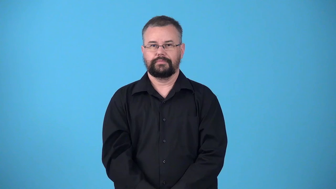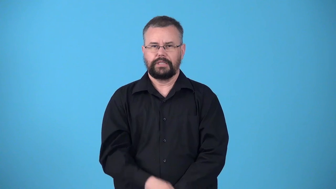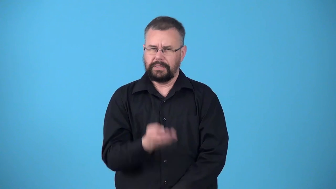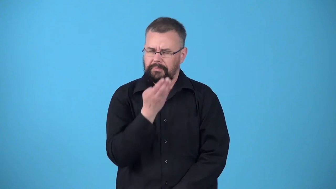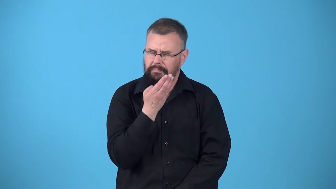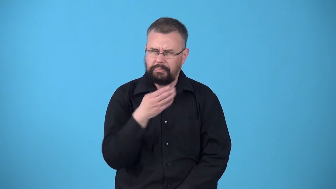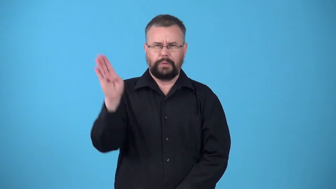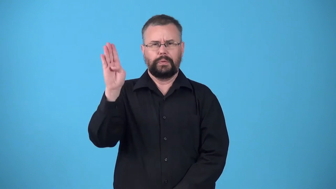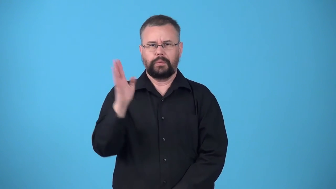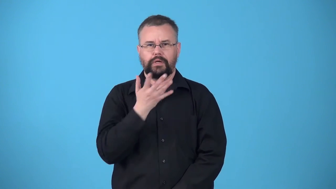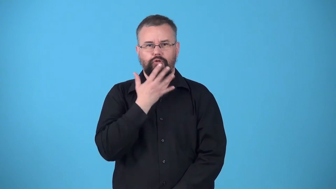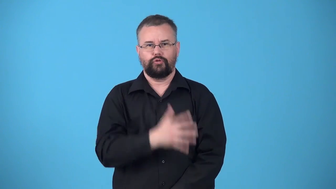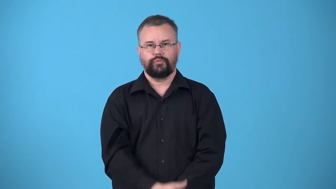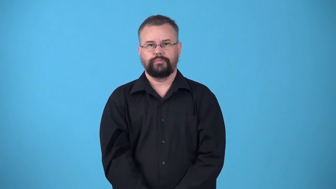ultramarine